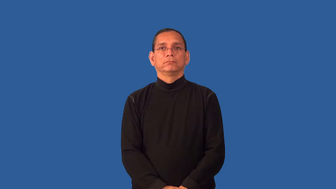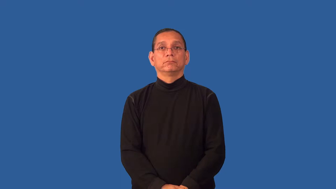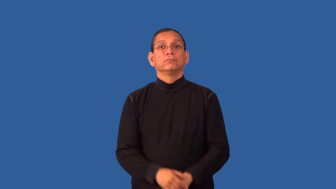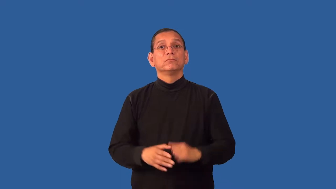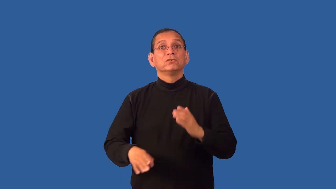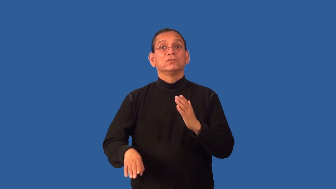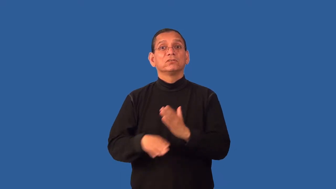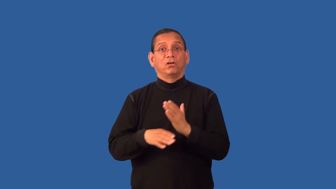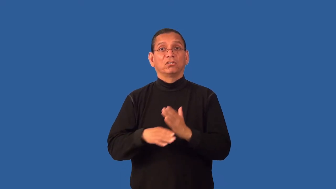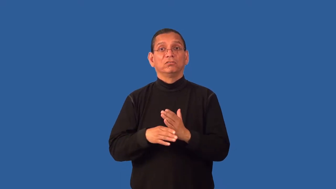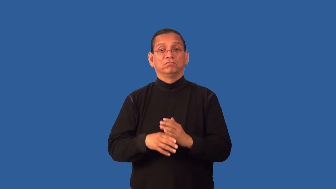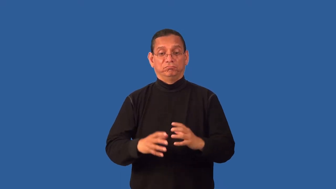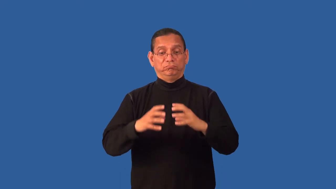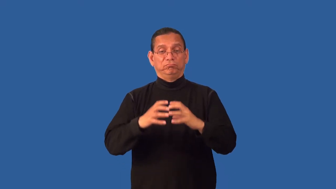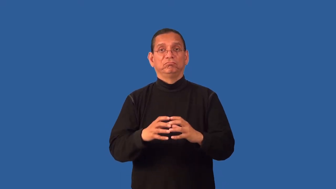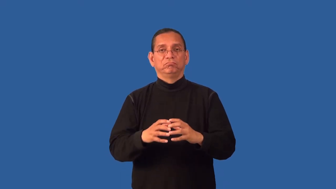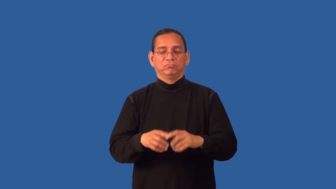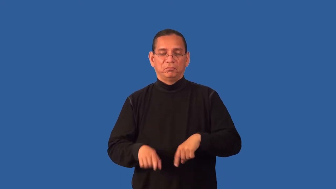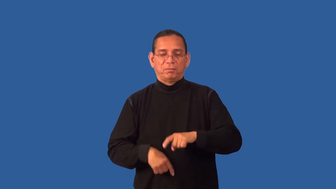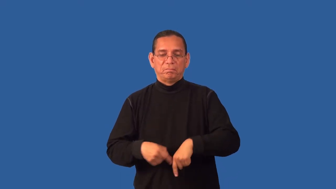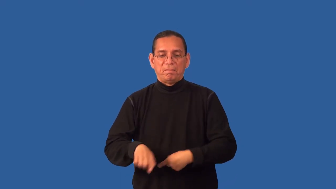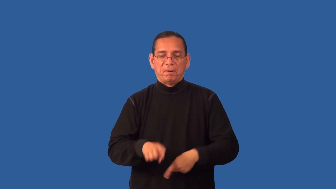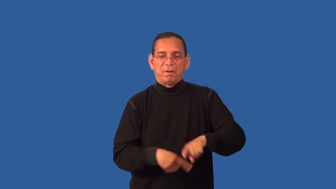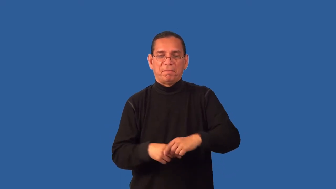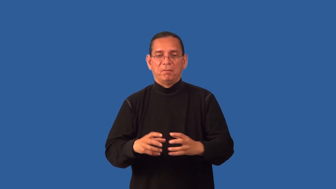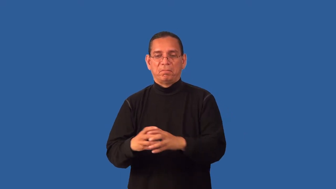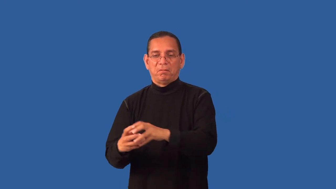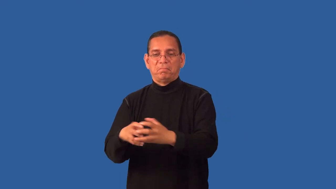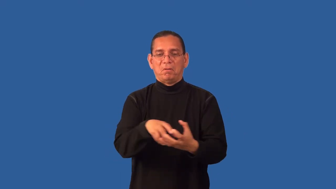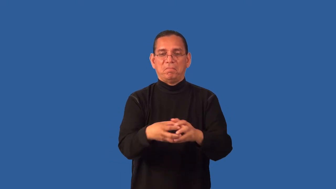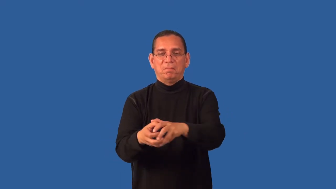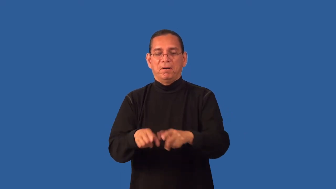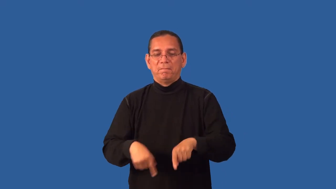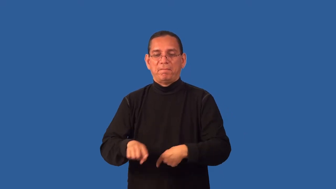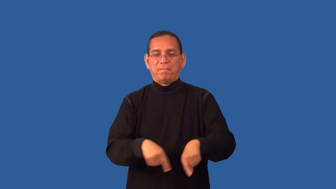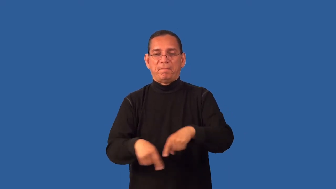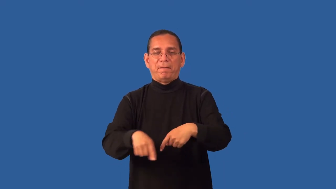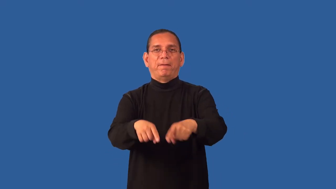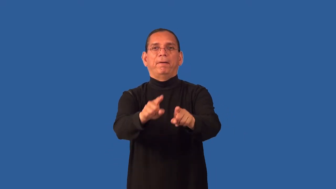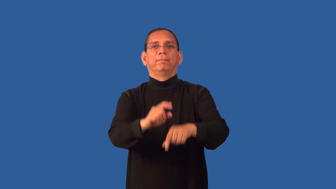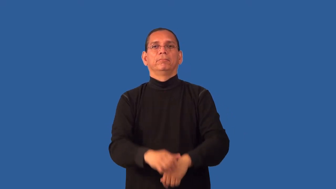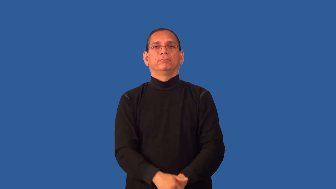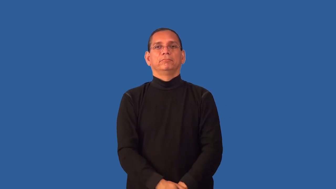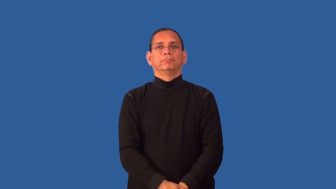dribble-soccer